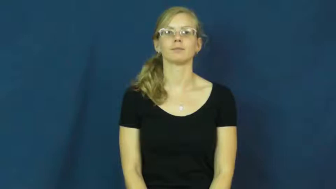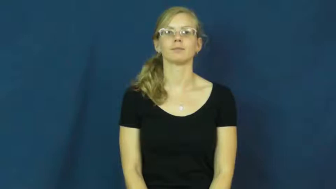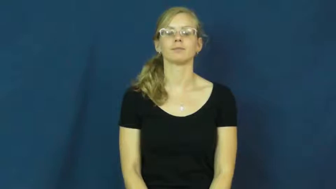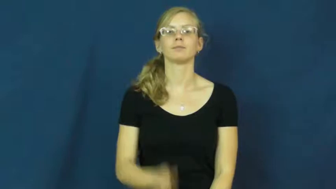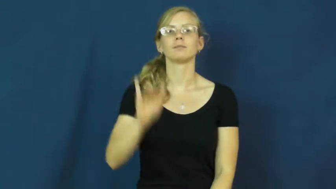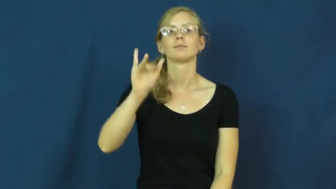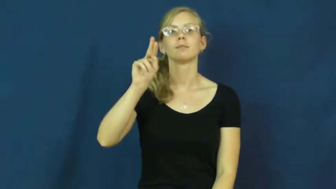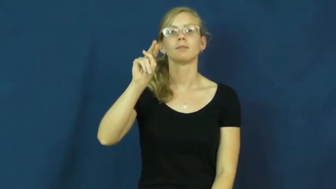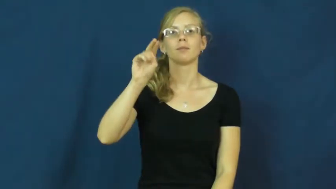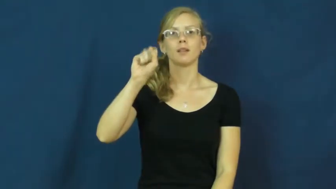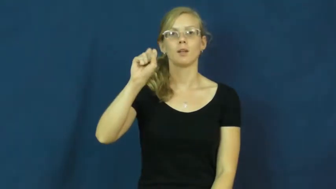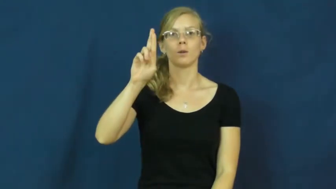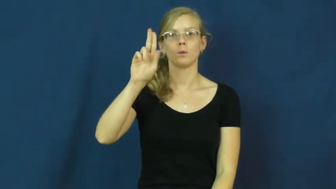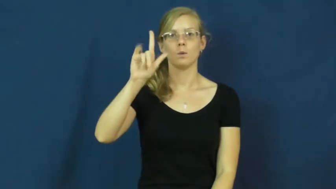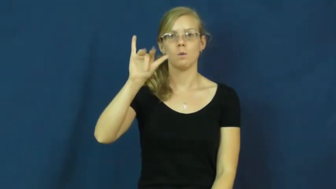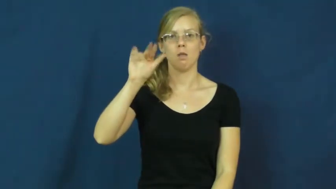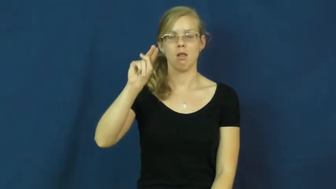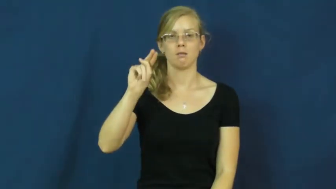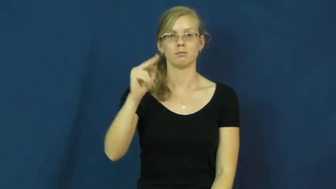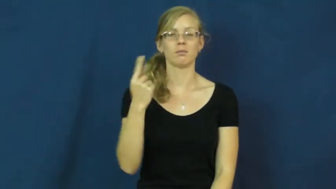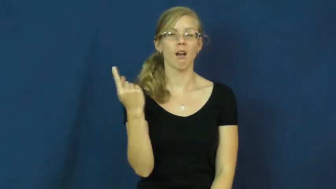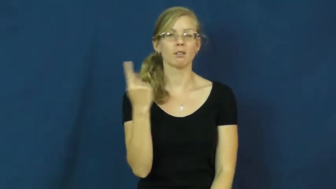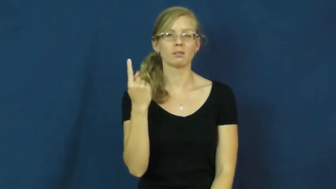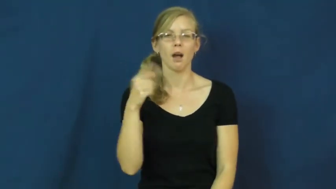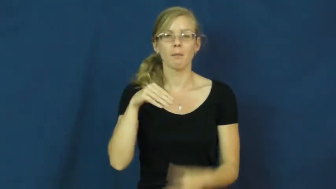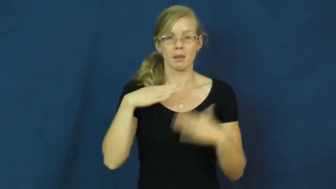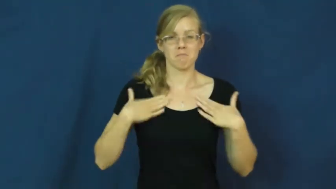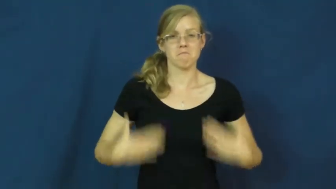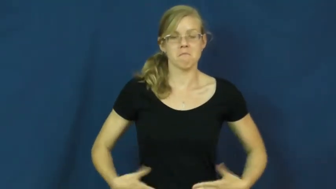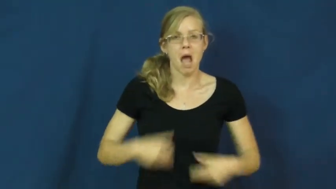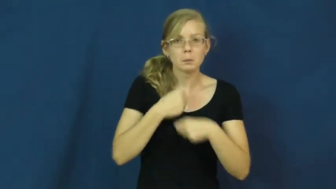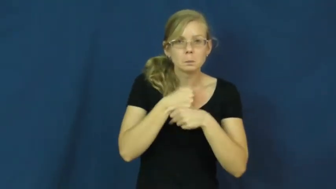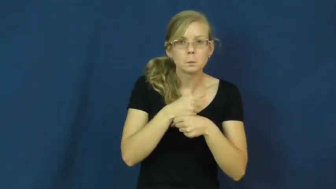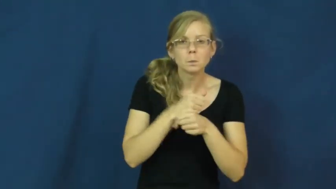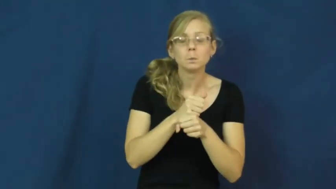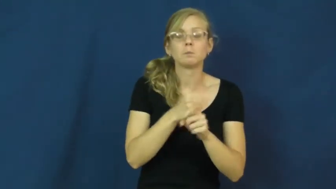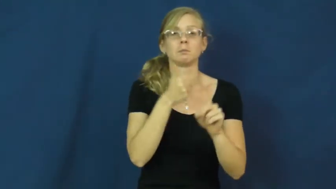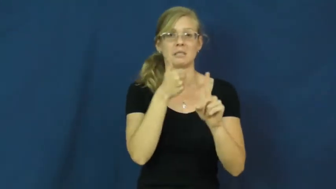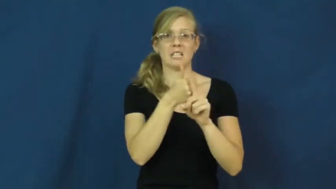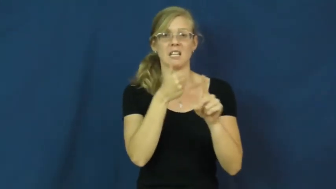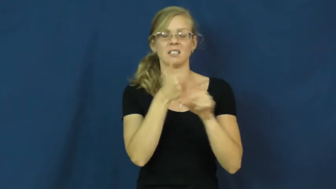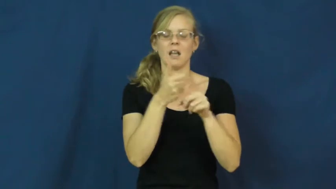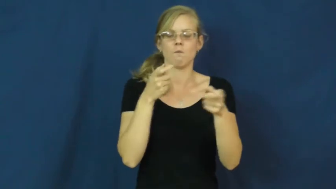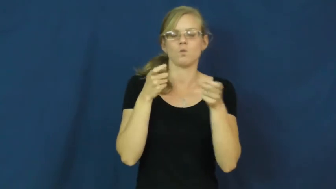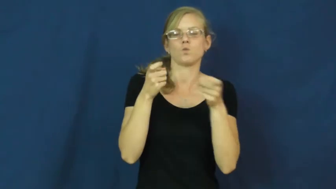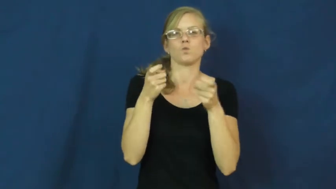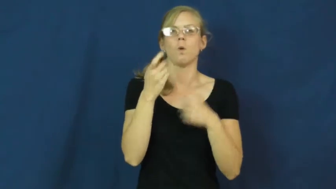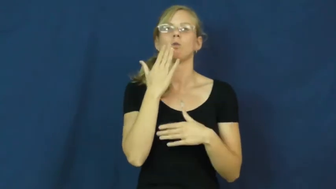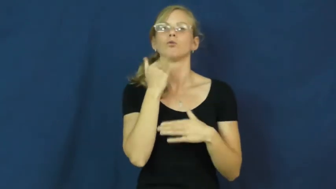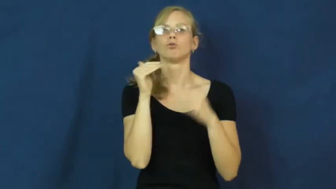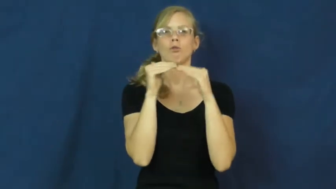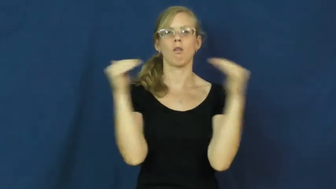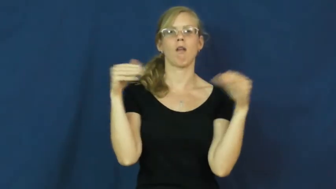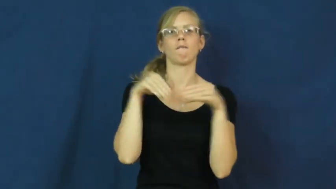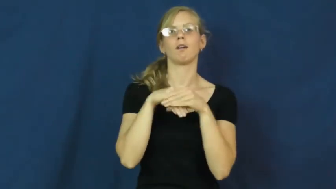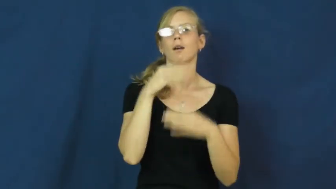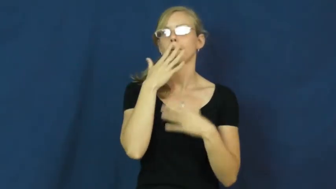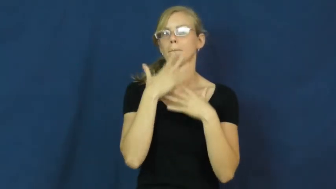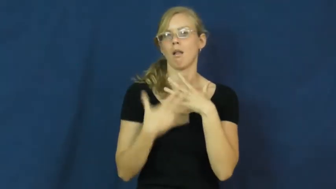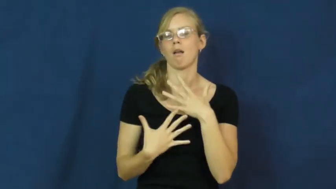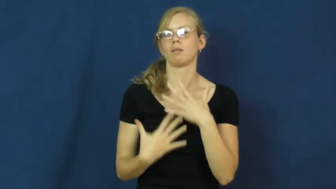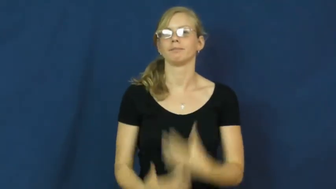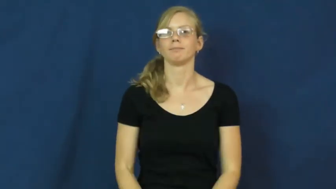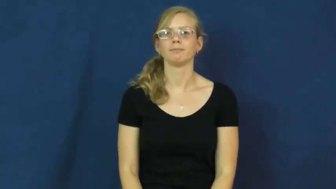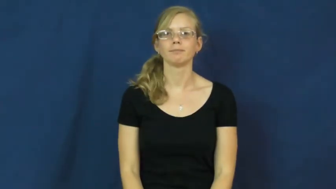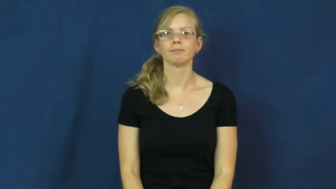insulin